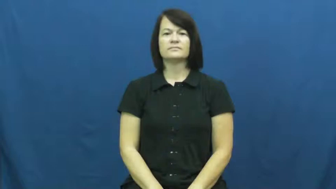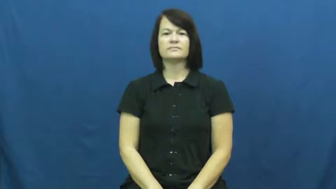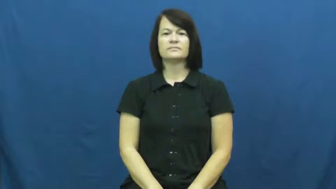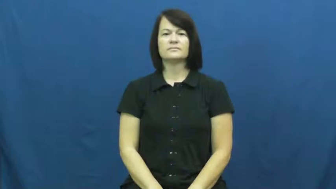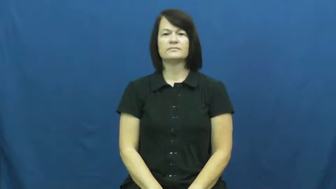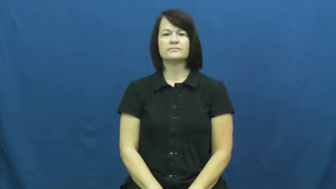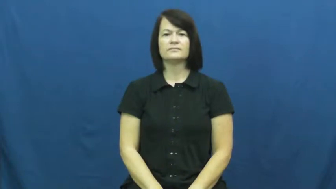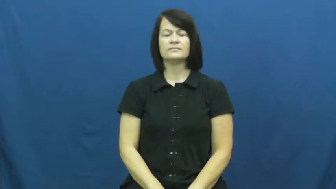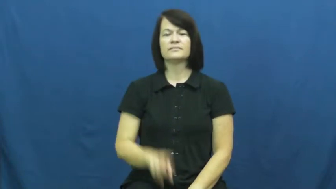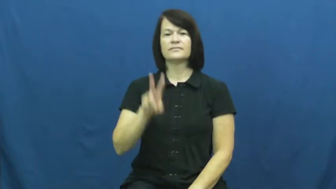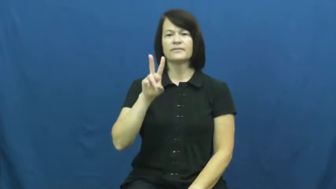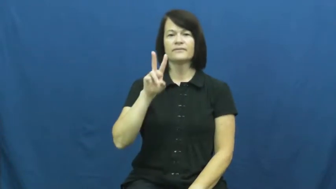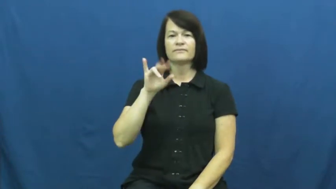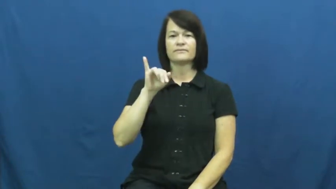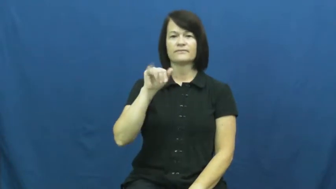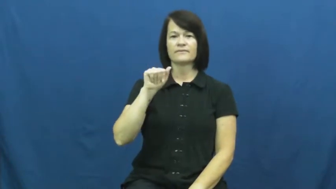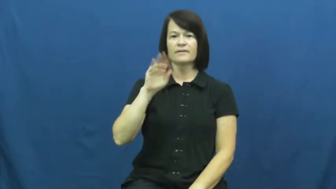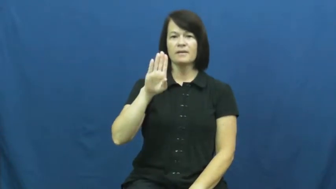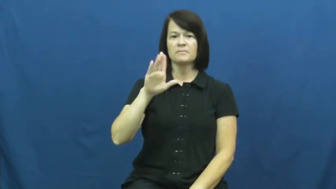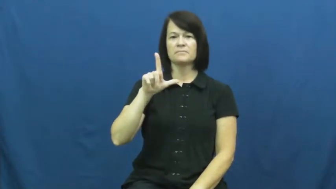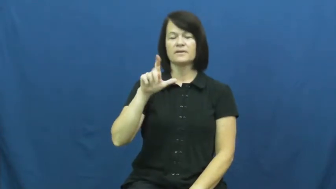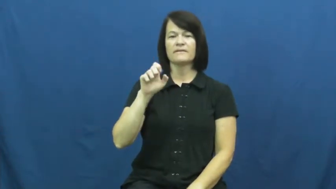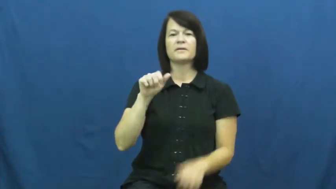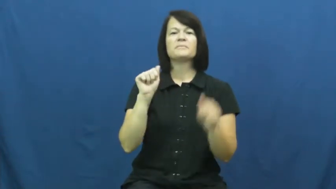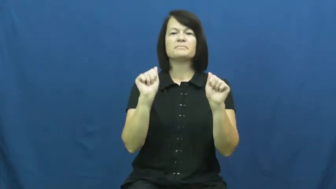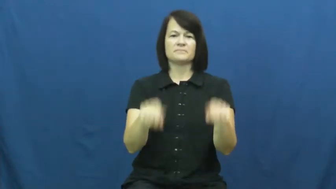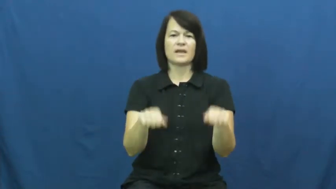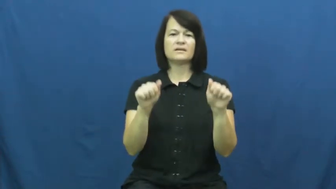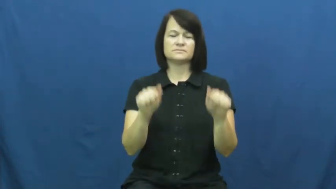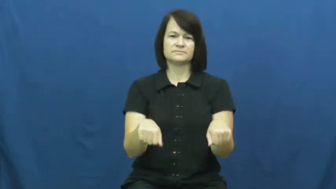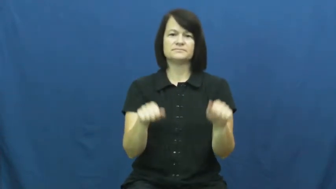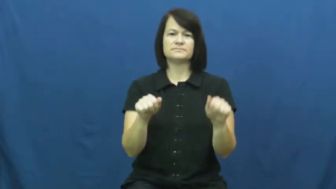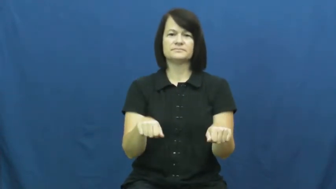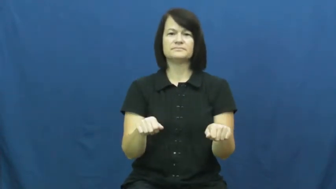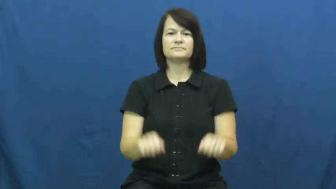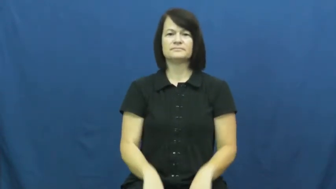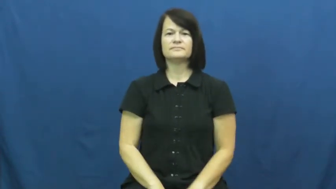viable